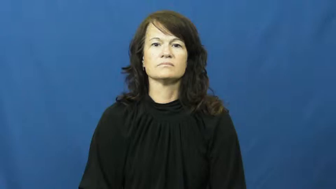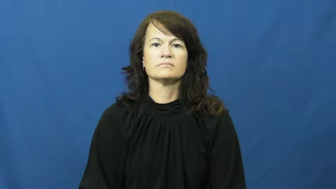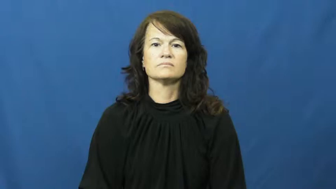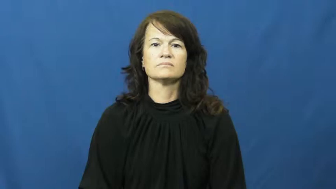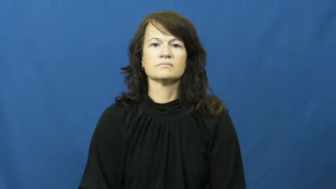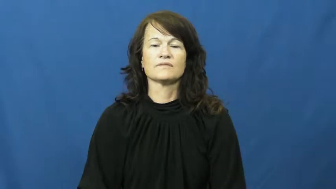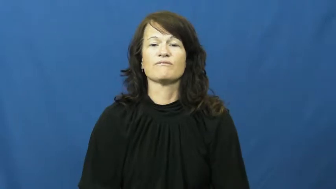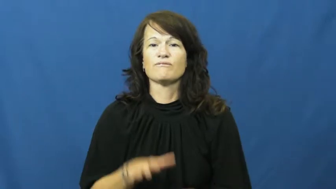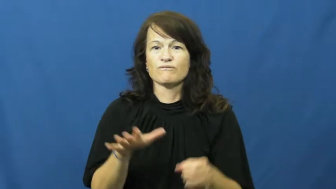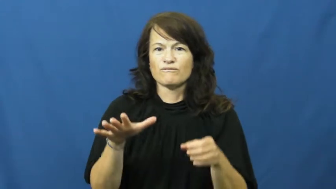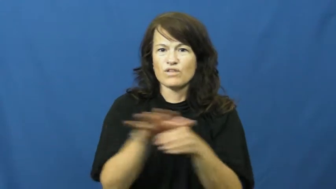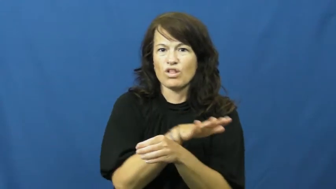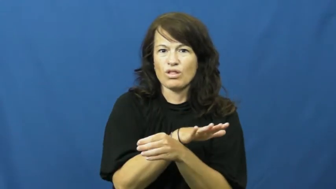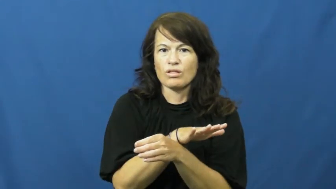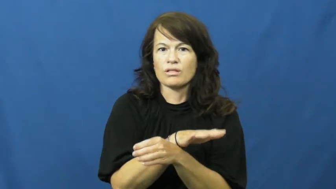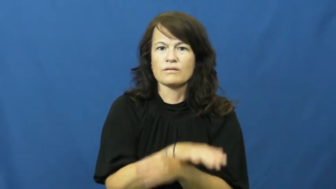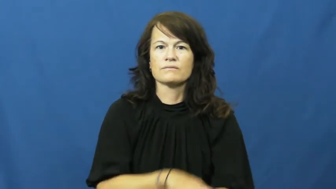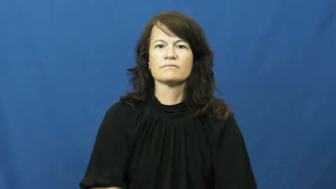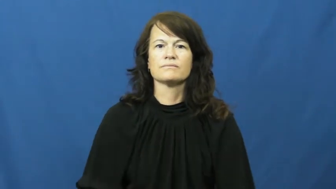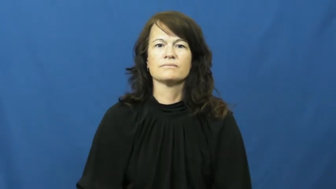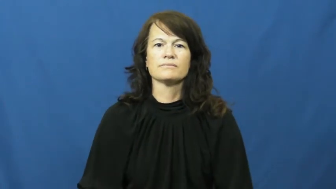full up,wrought with,fraught,rich,plenitude